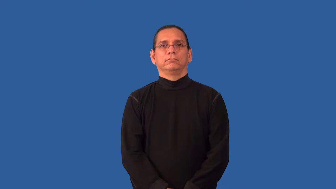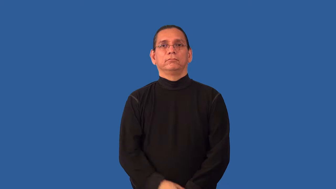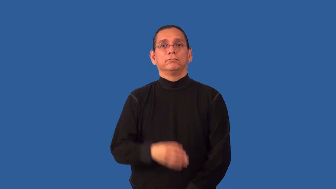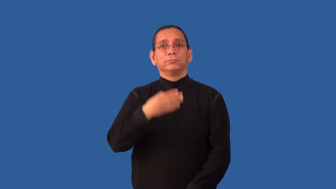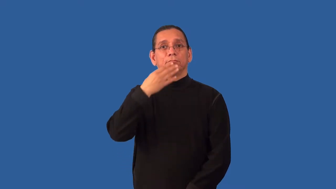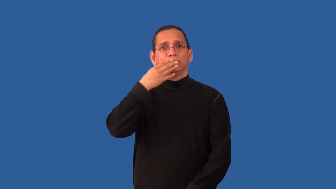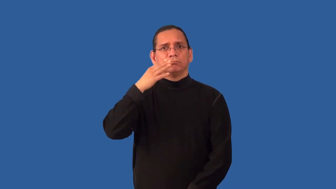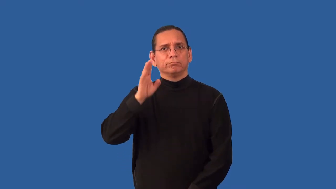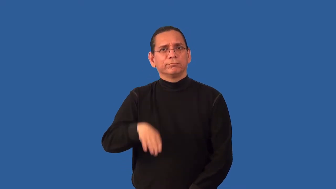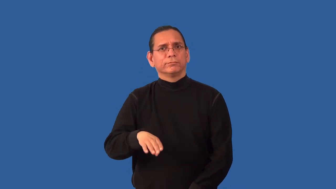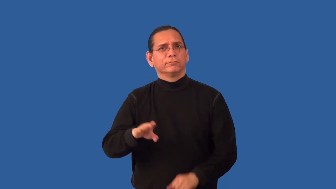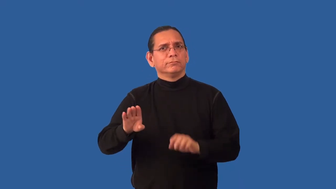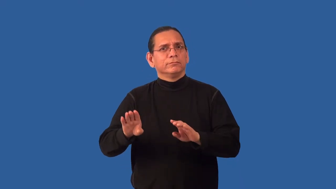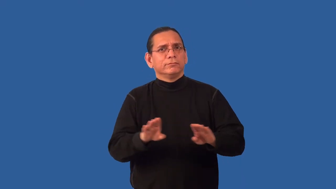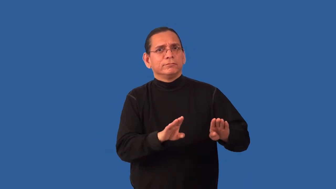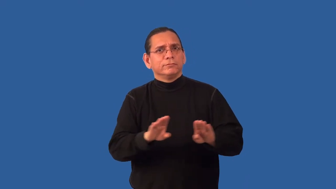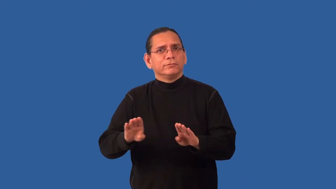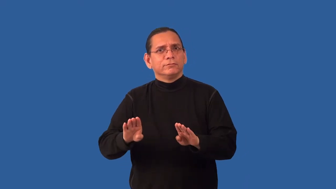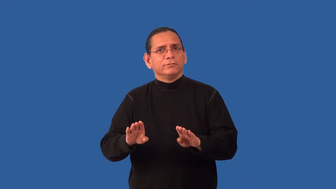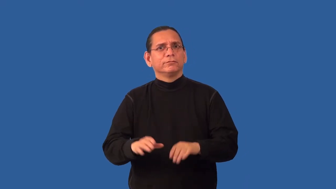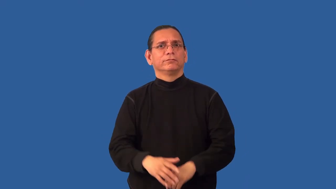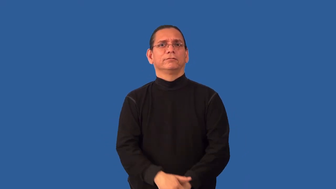misdoing